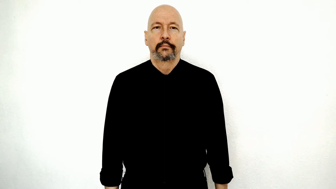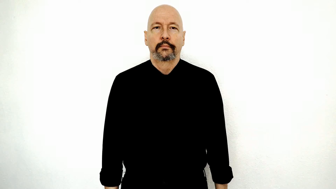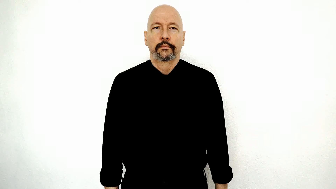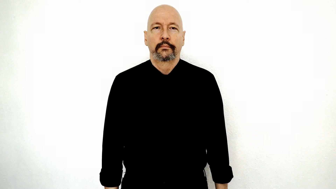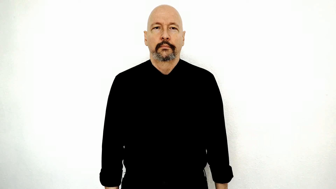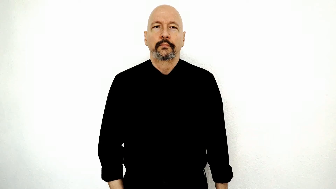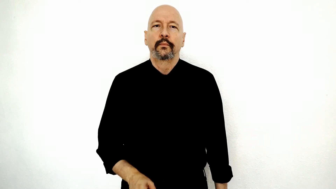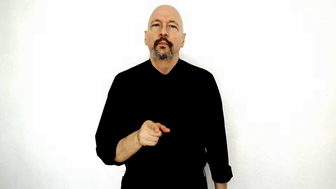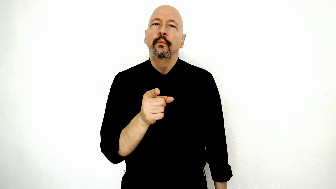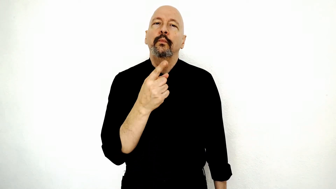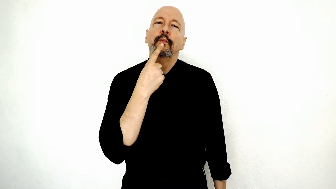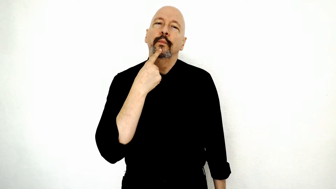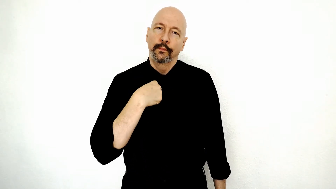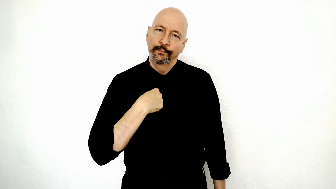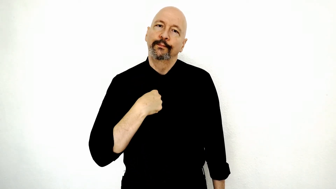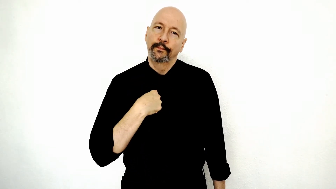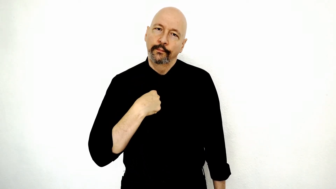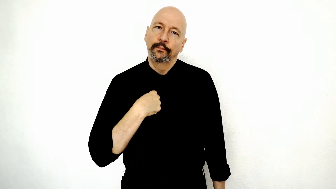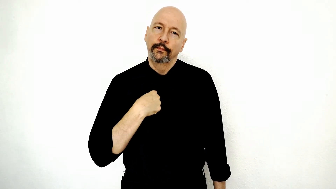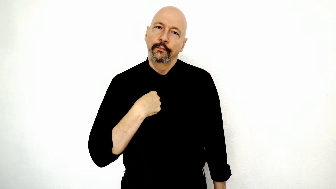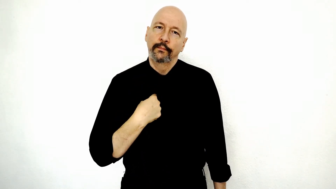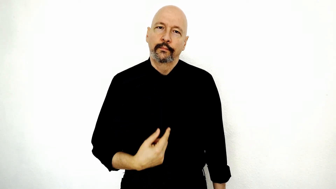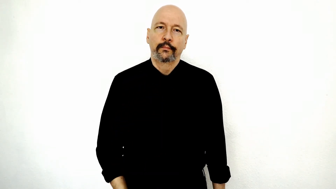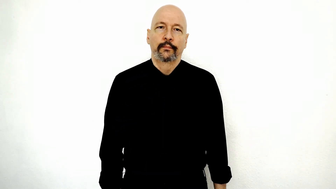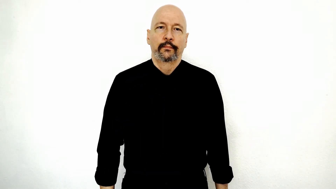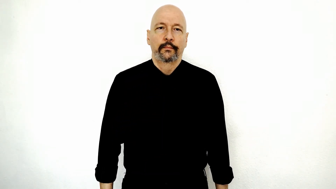YOU TELL-me (you told me)